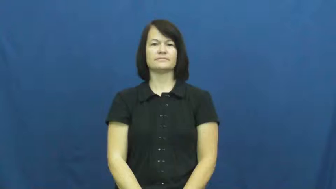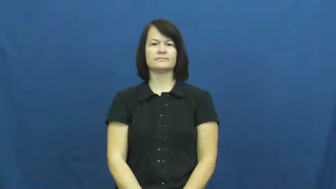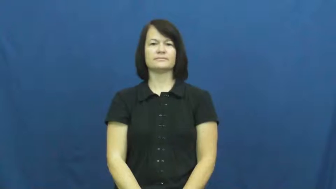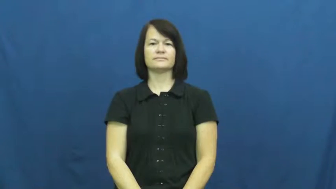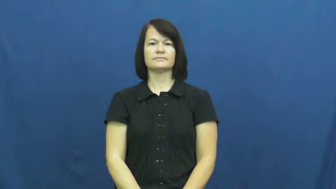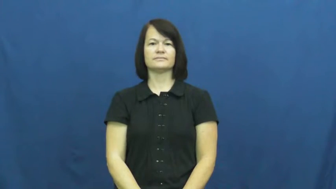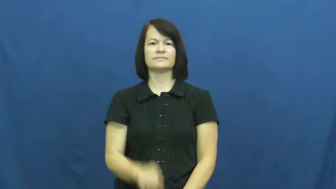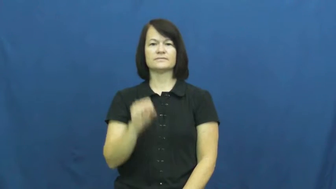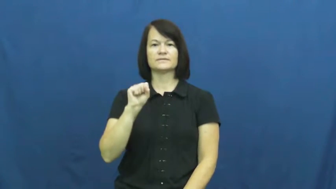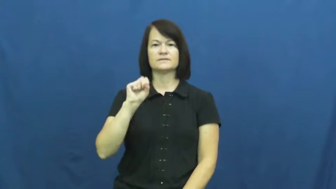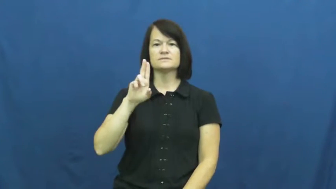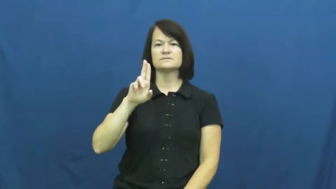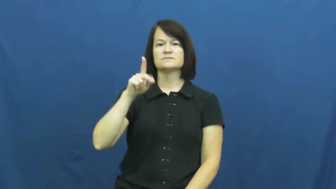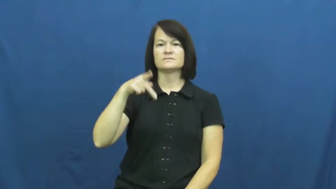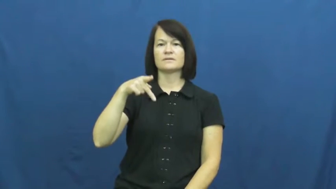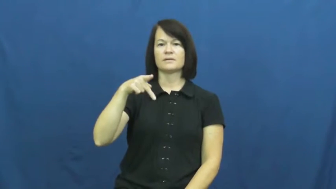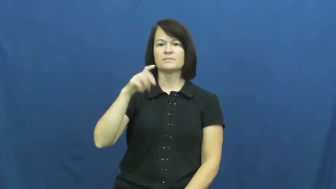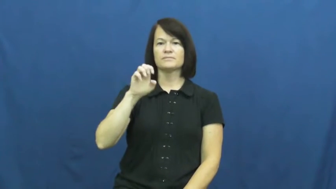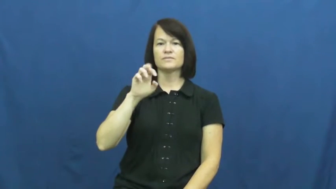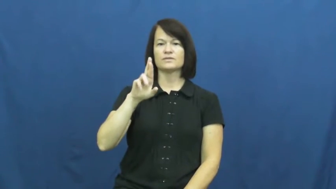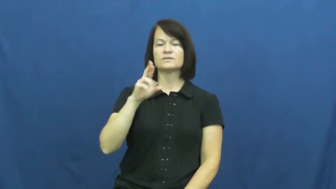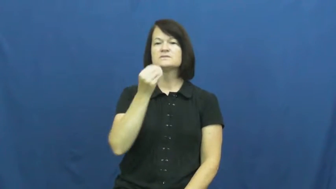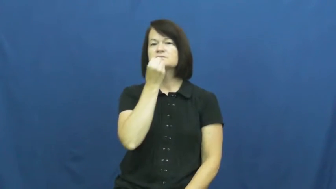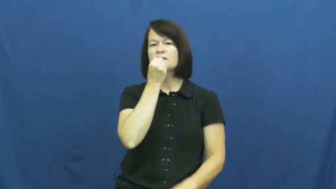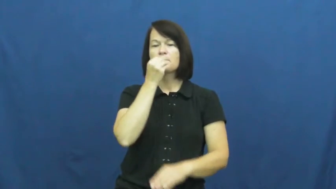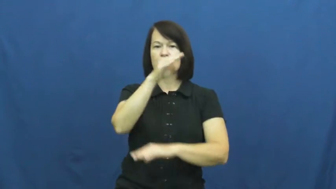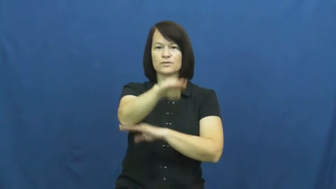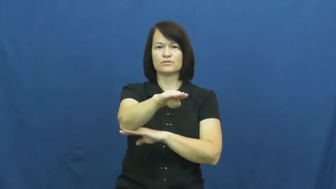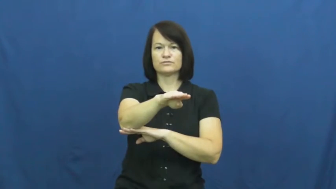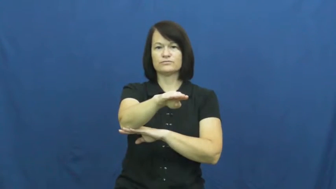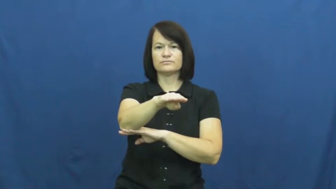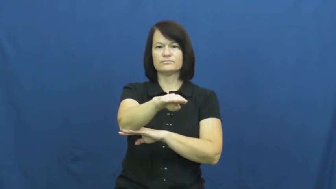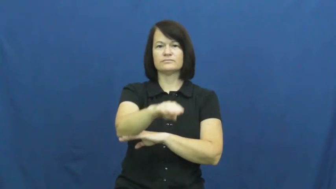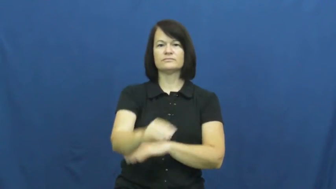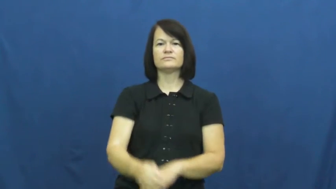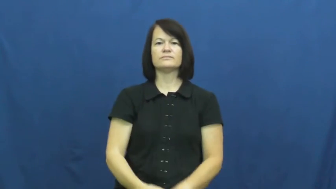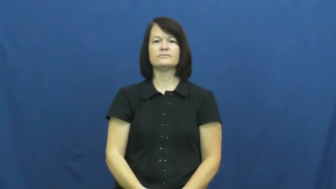supper